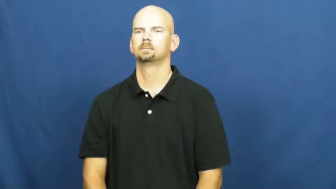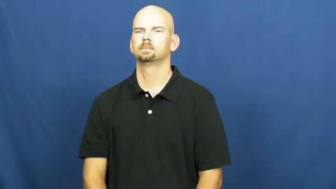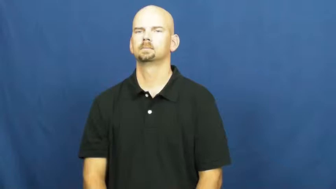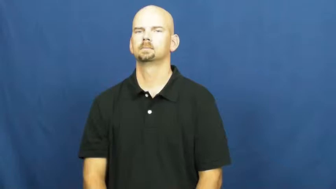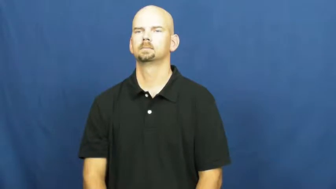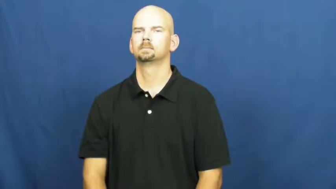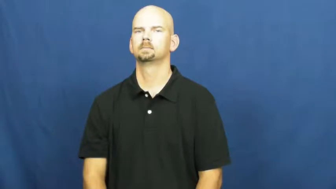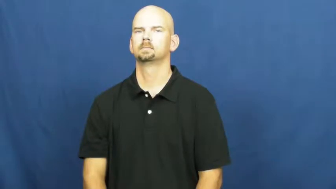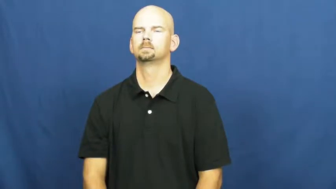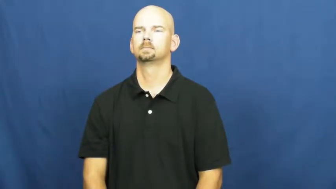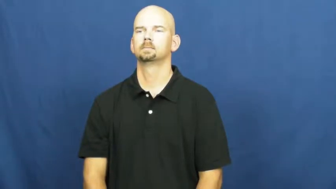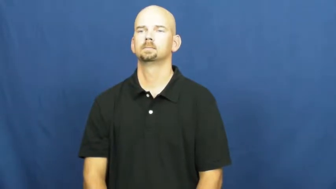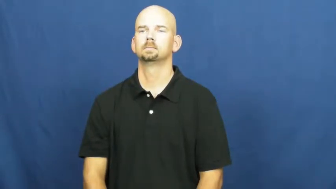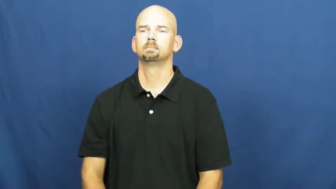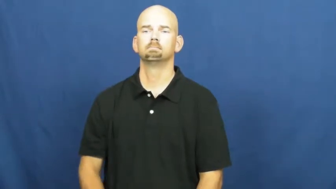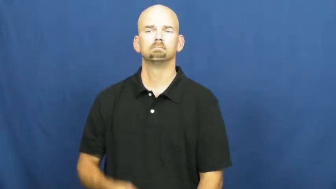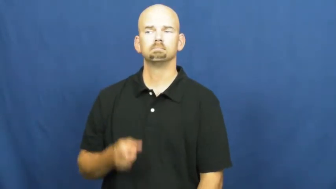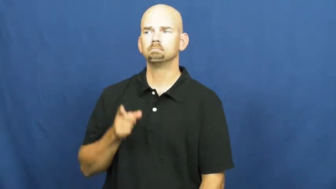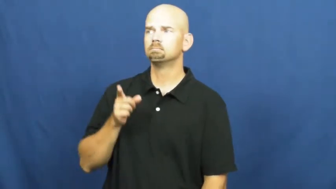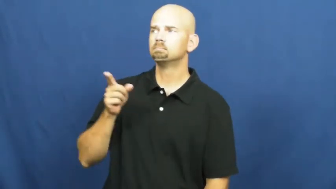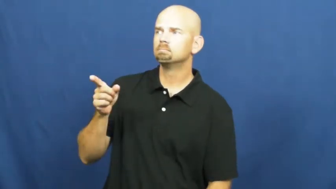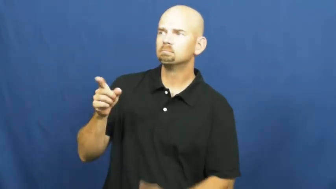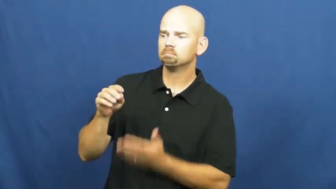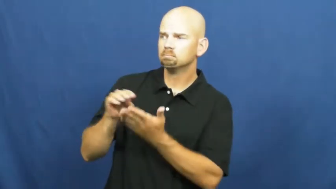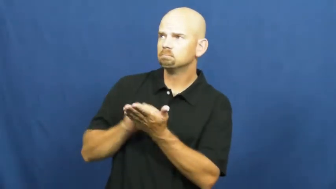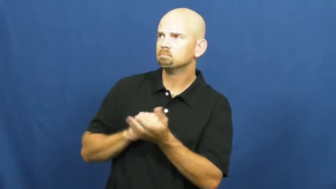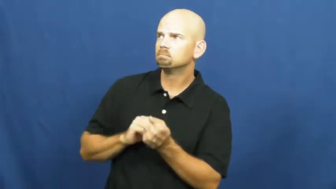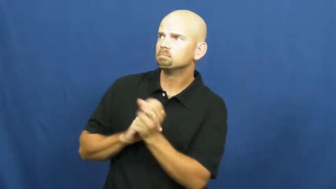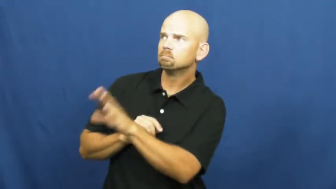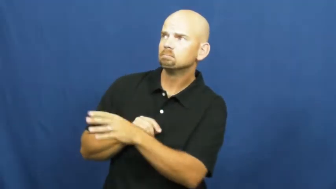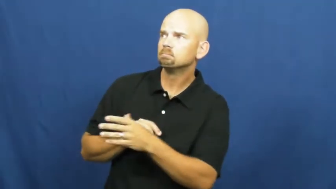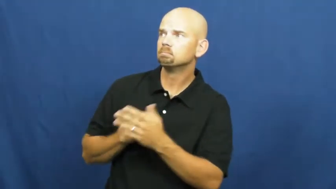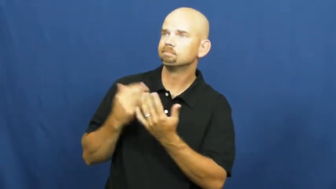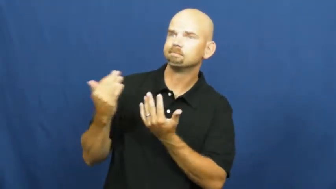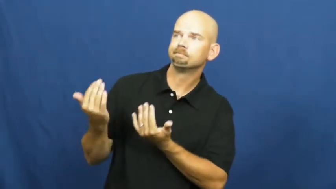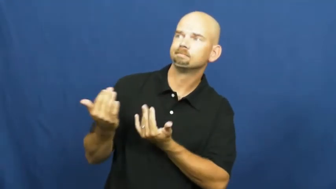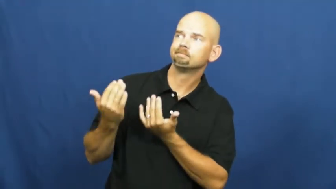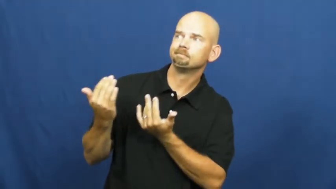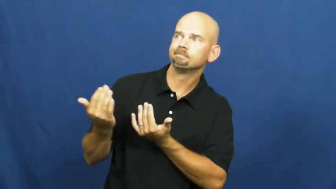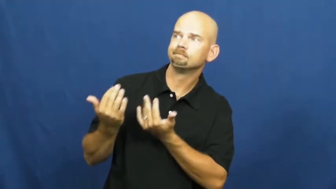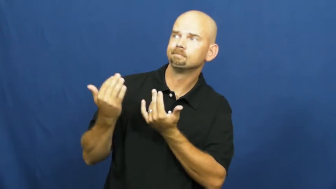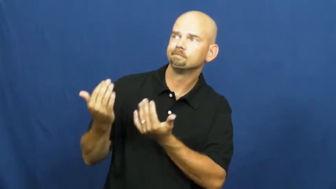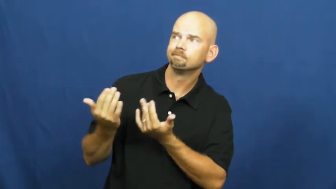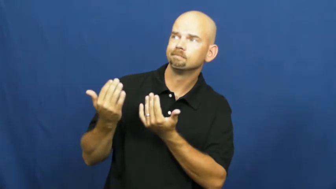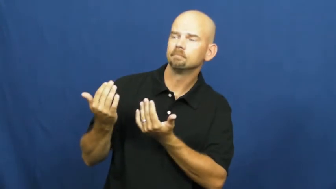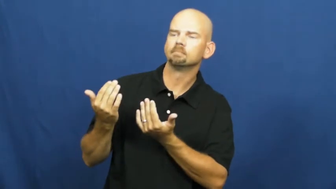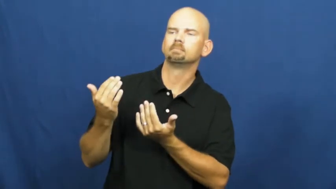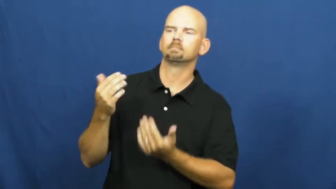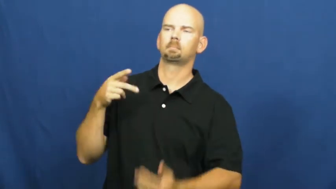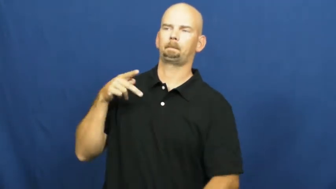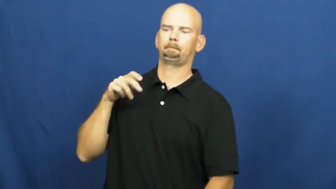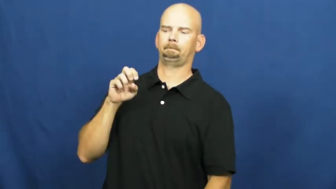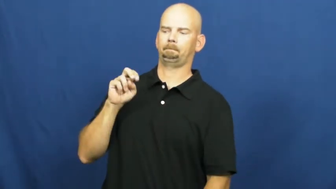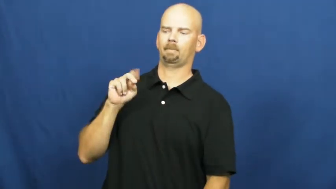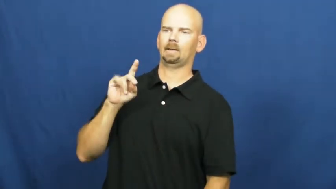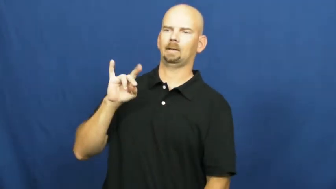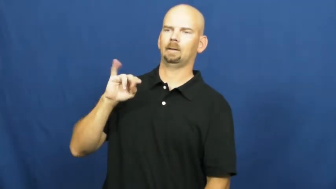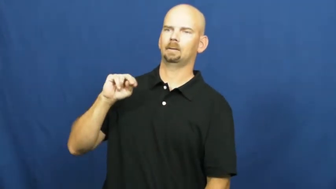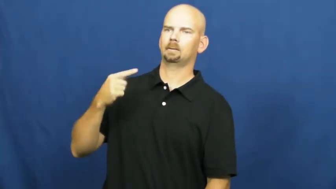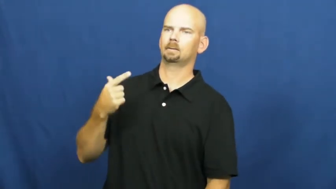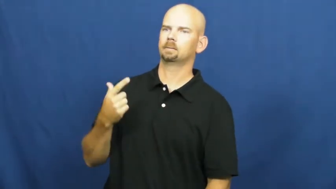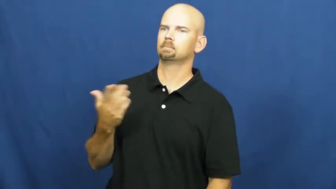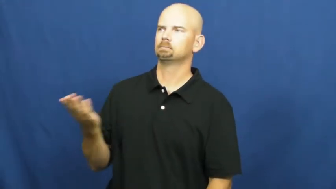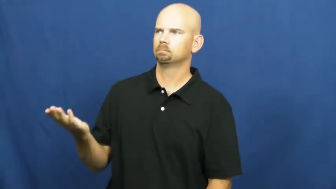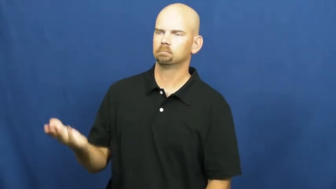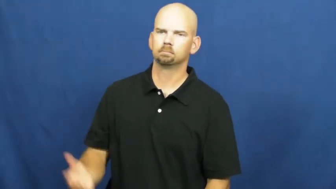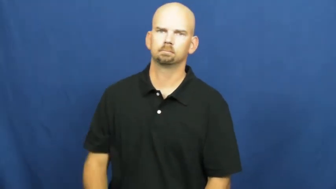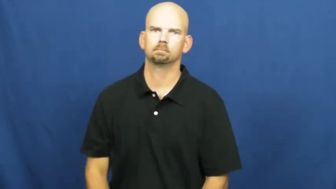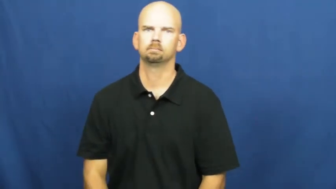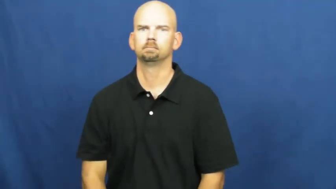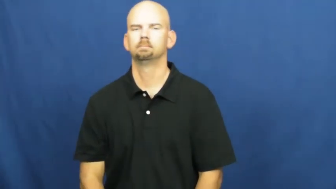pending